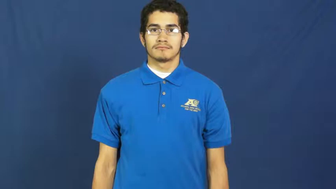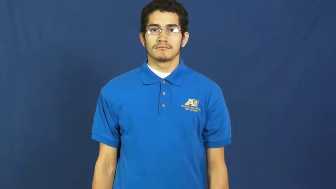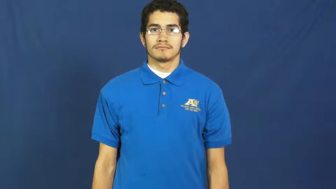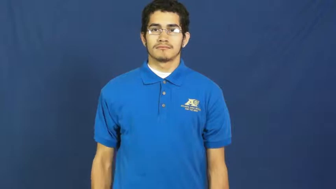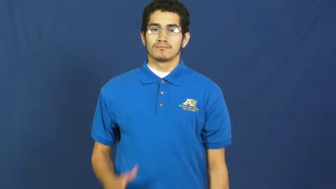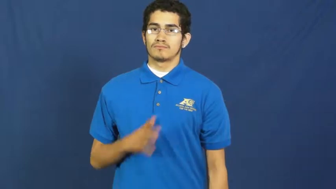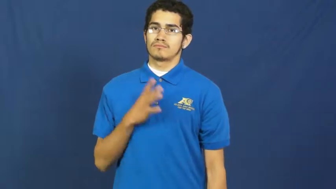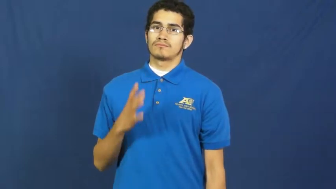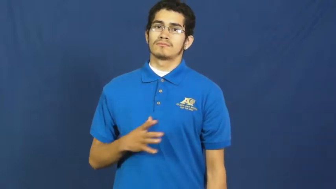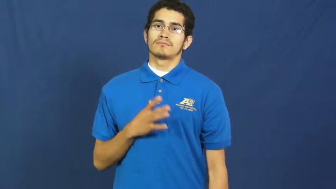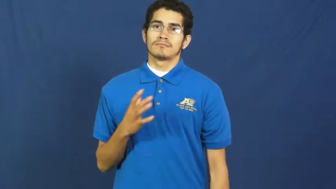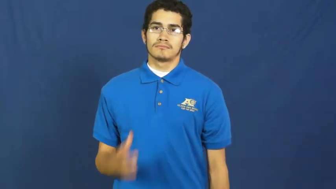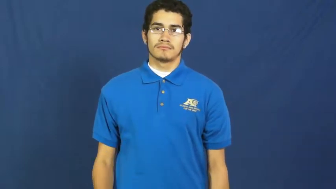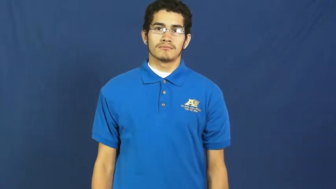sophisticated,class,formal,cultured,taste,pomp